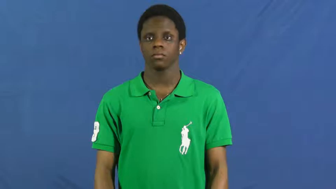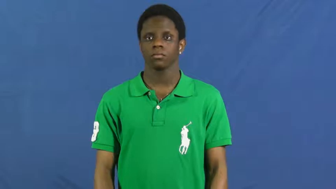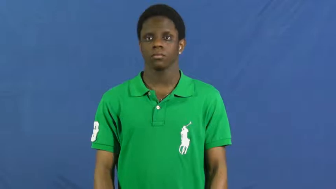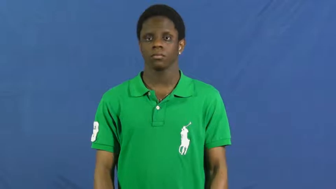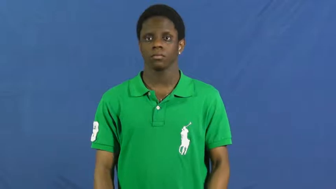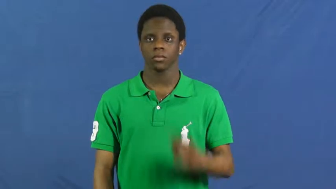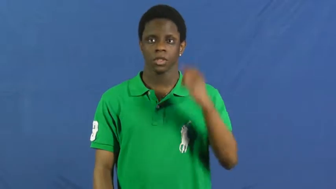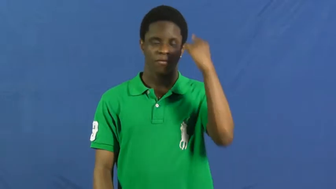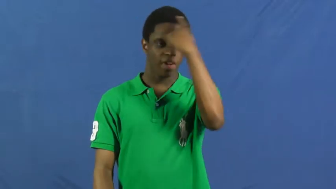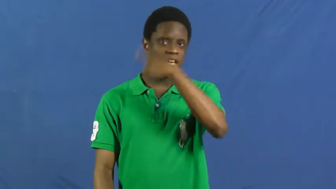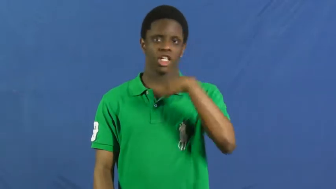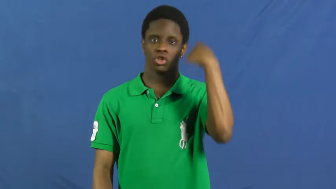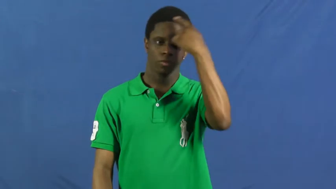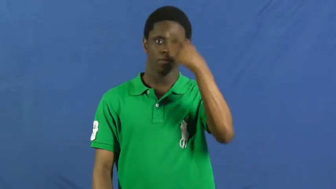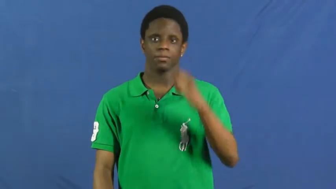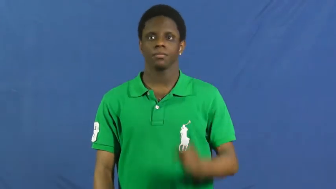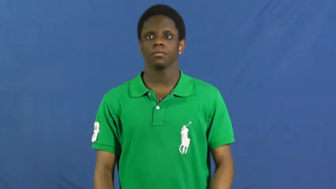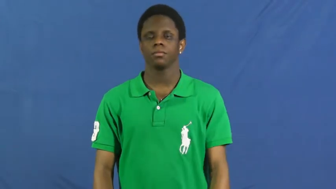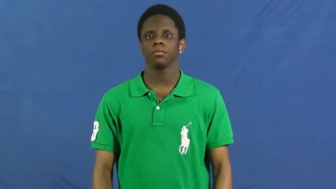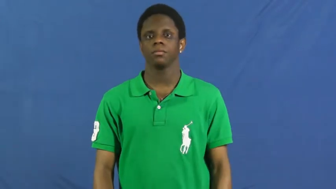face,visage,kisser,mug,puss,smacker-body